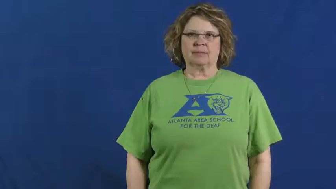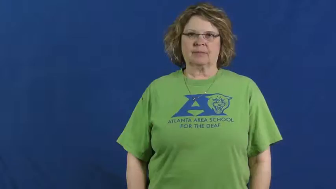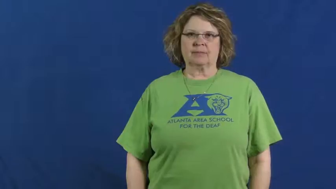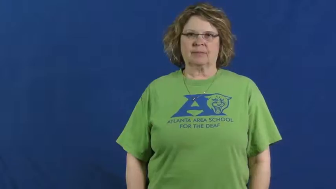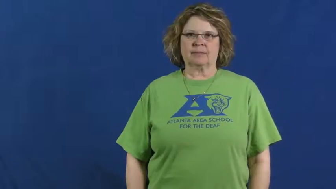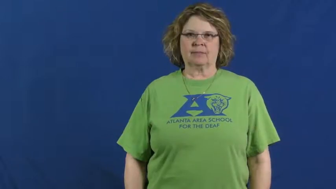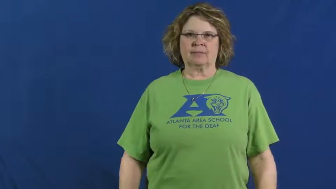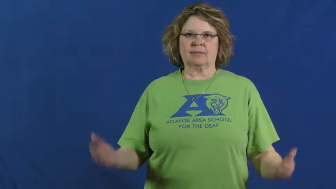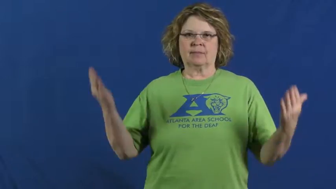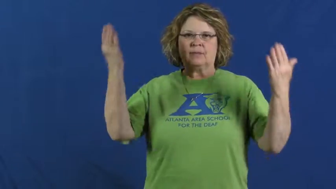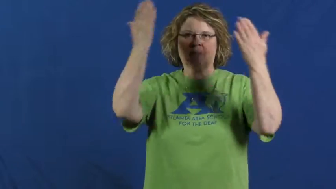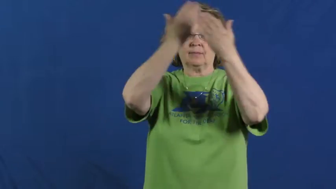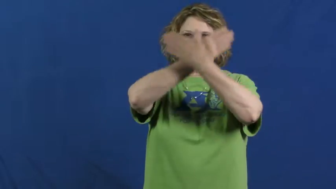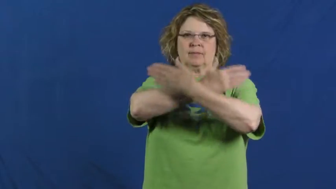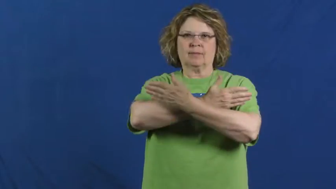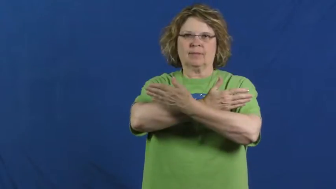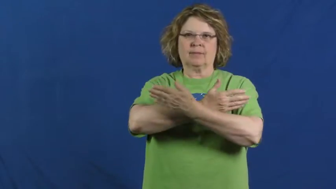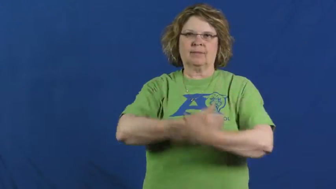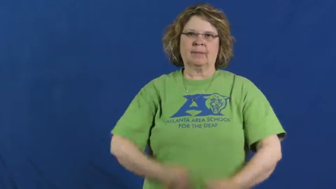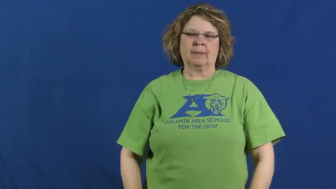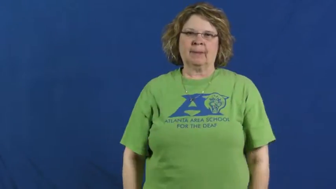dark,lightless,gloom